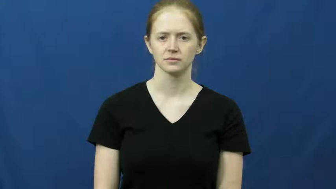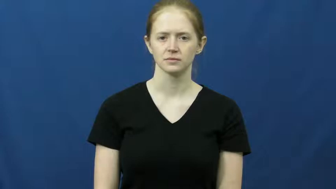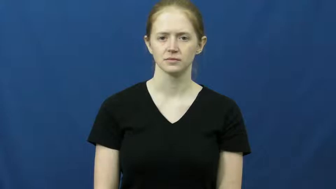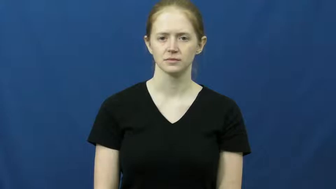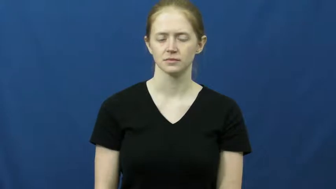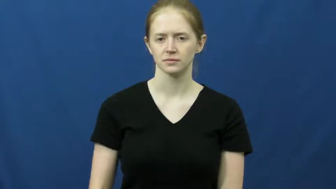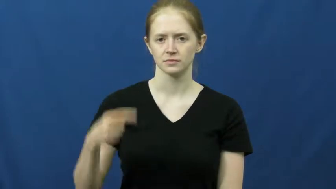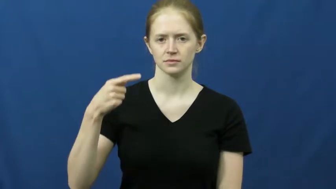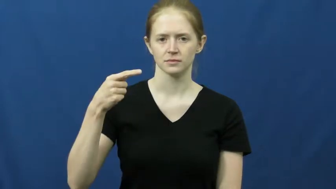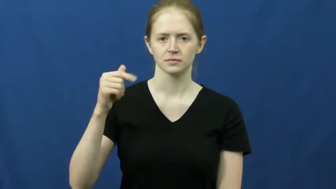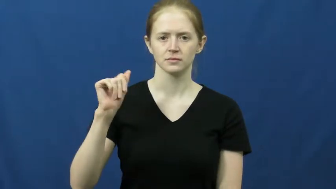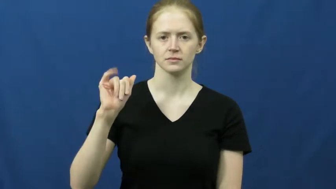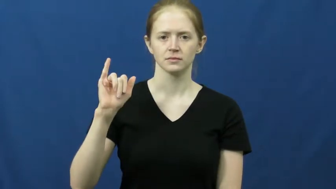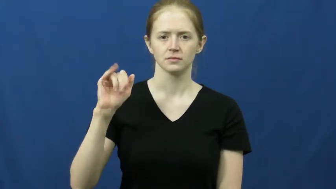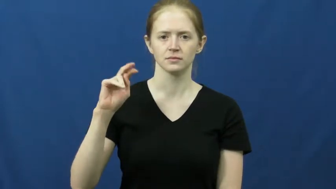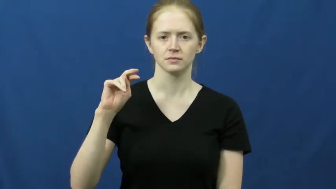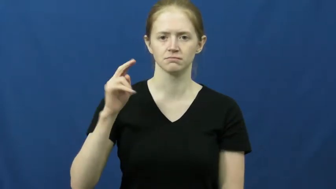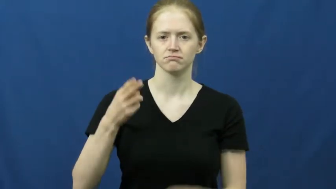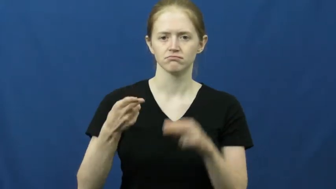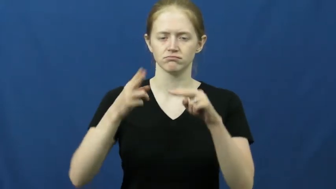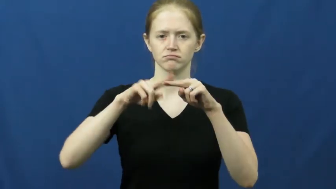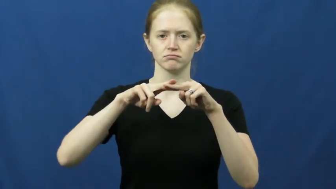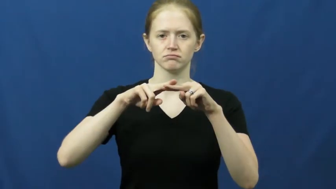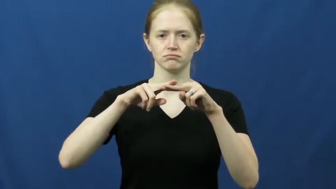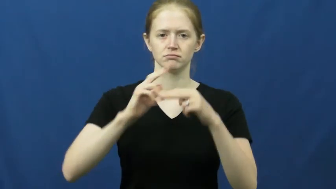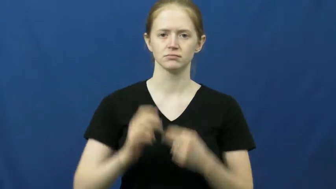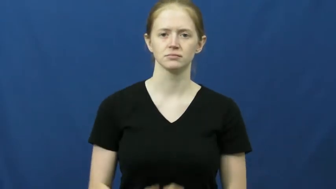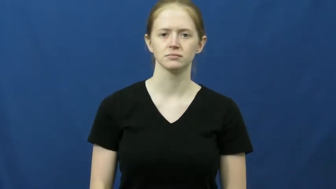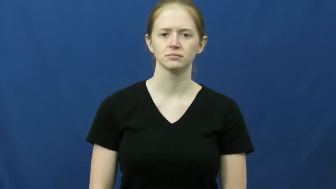gain